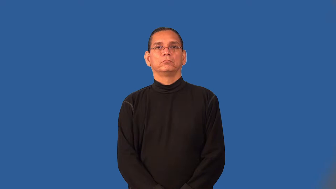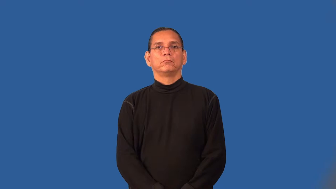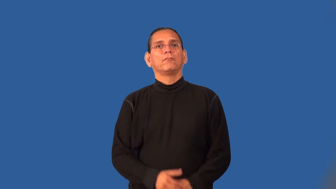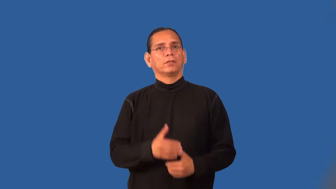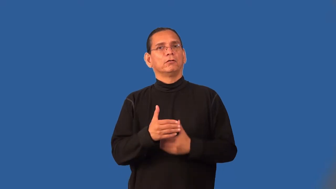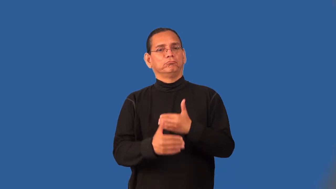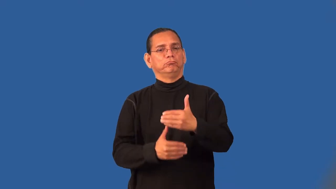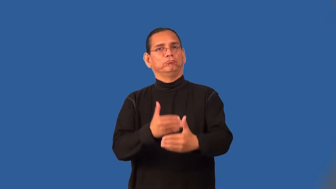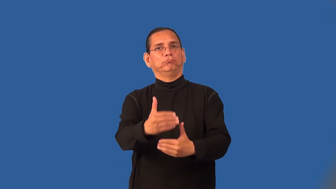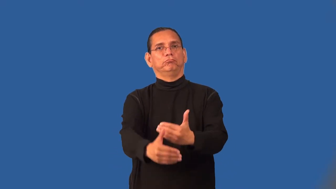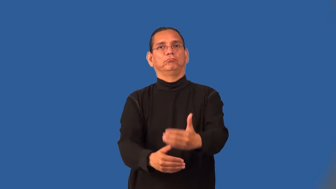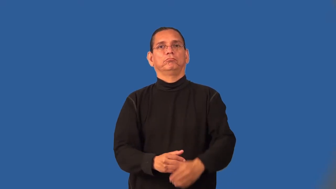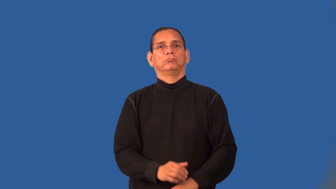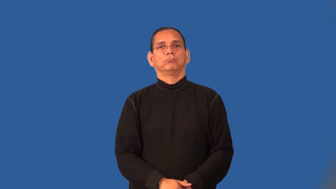step,juncture-in a process